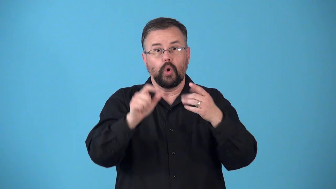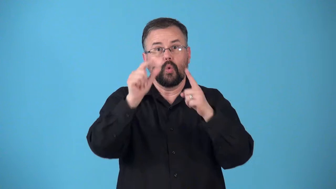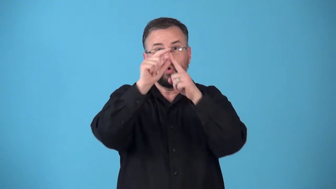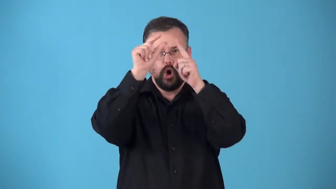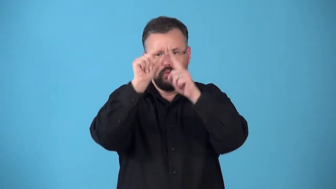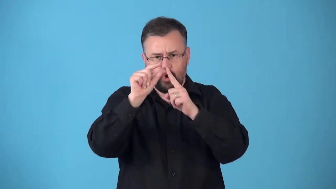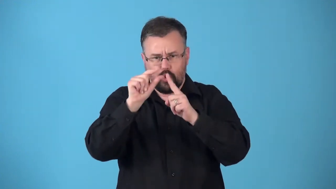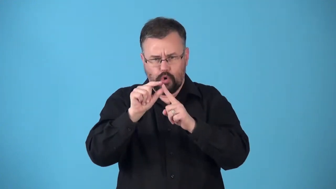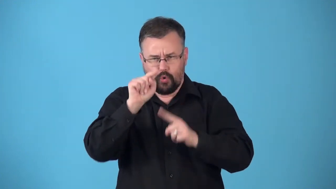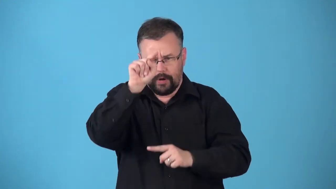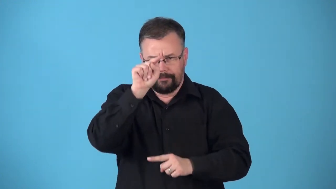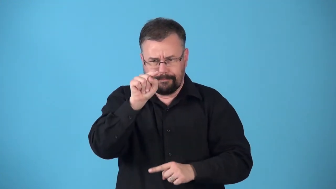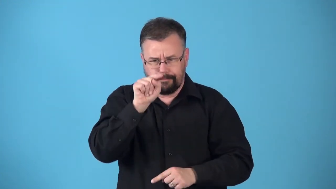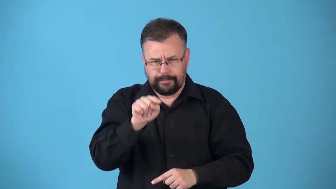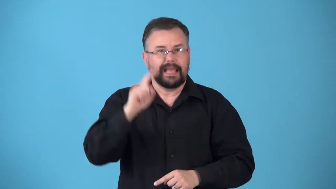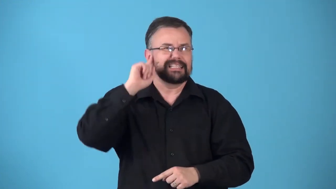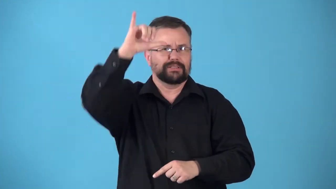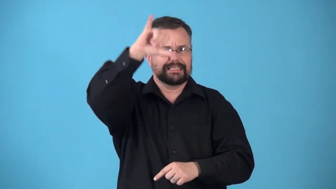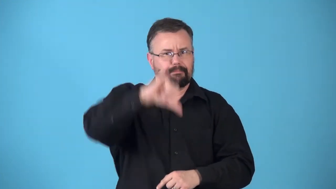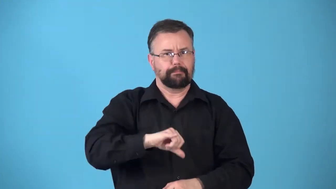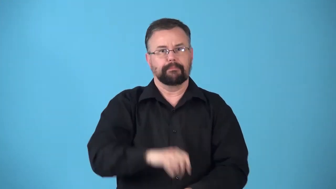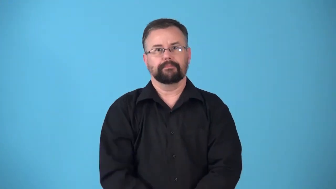rhyme-sound